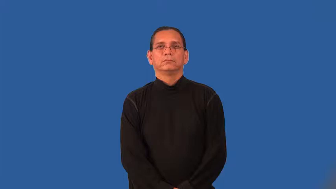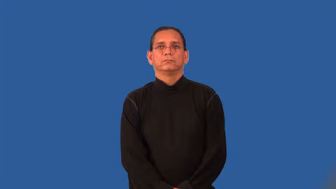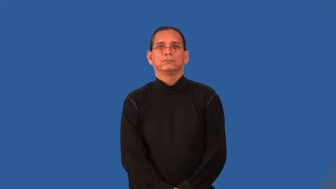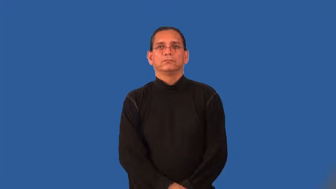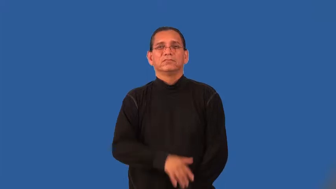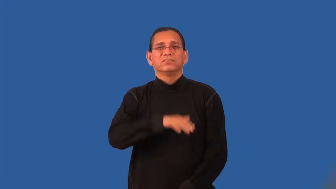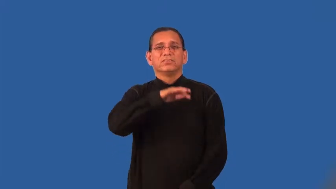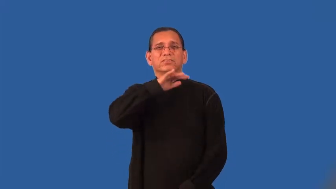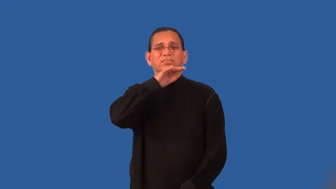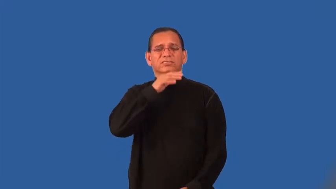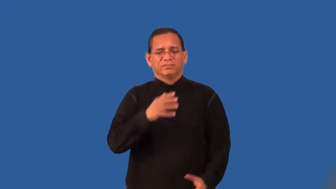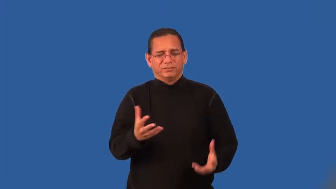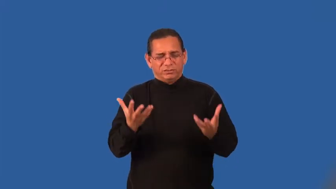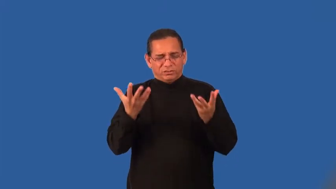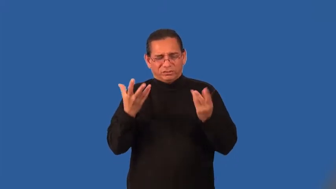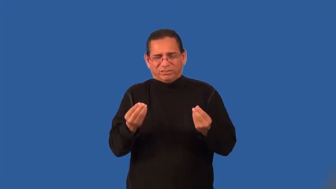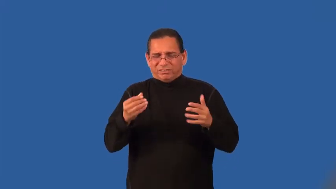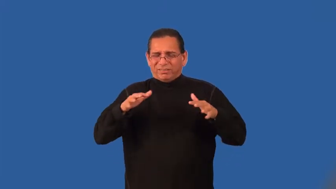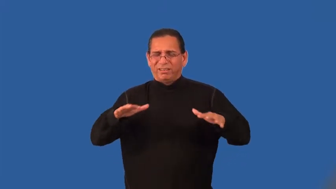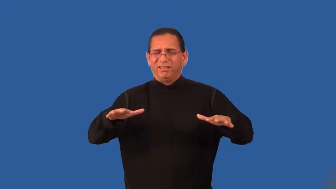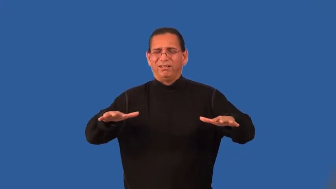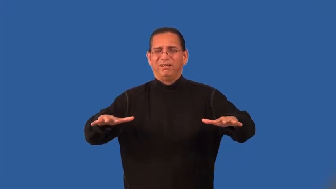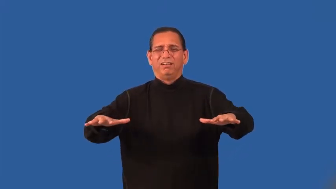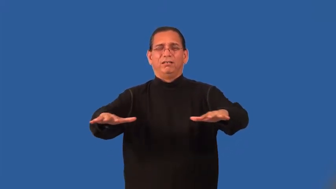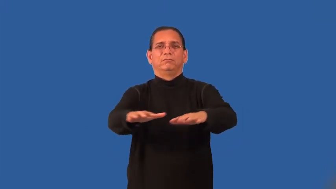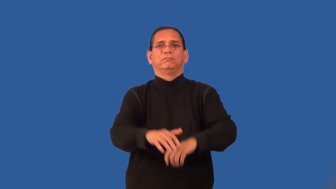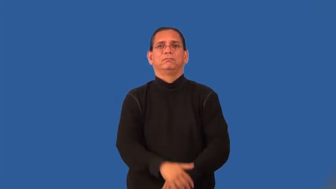swampy,boggy,mushy,miry,mucky,quaggy